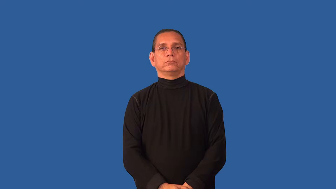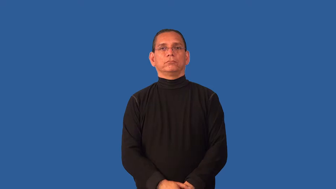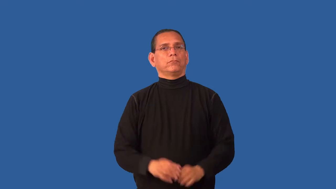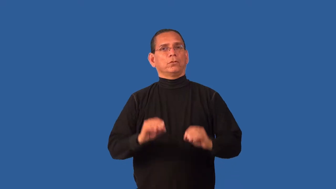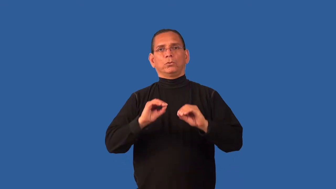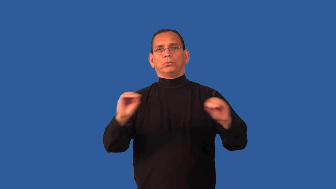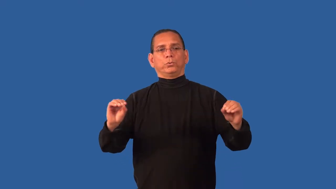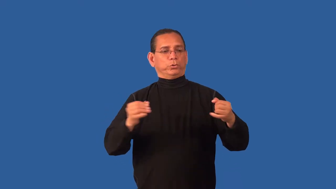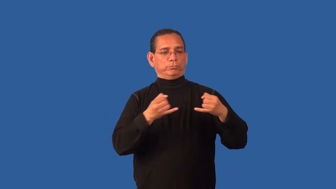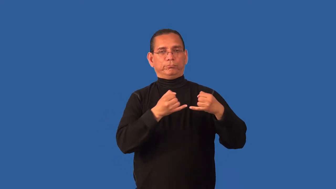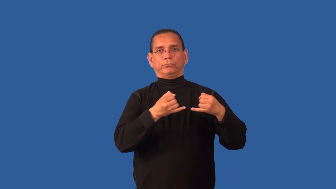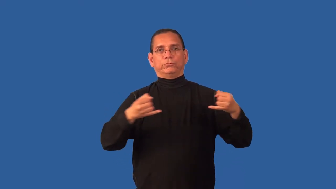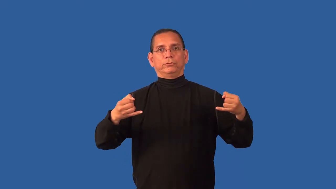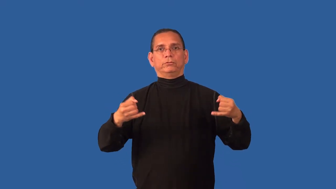cordless